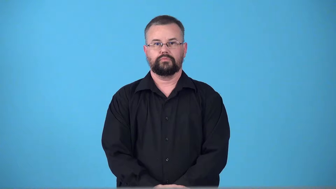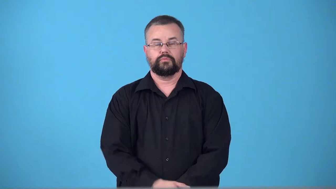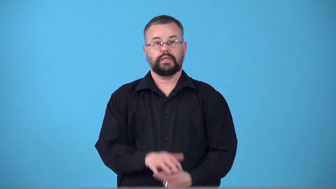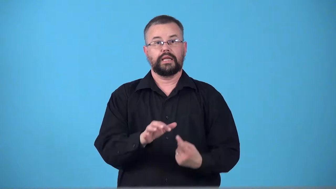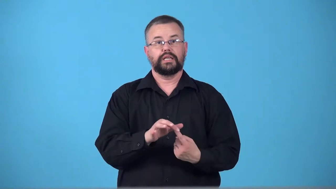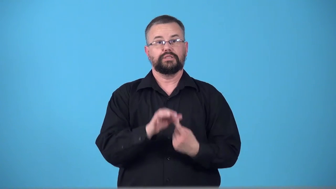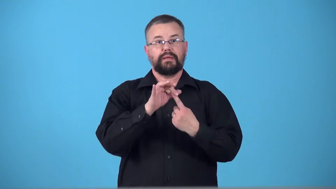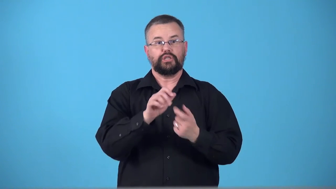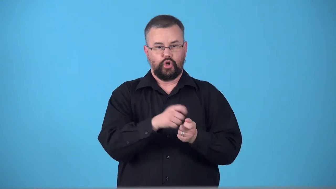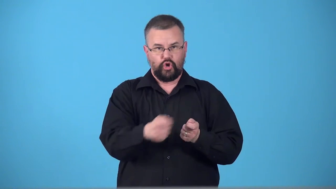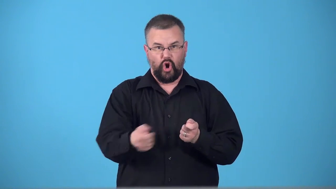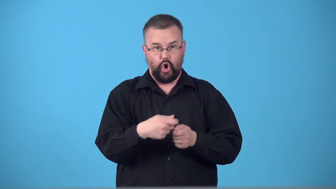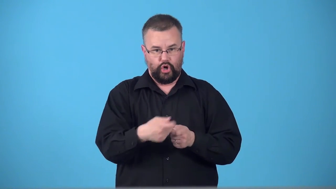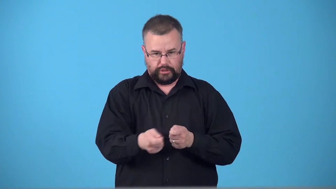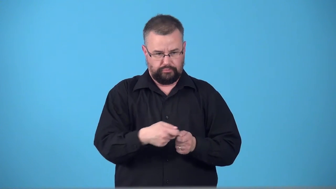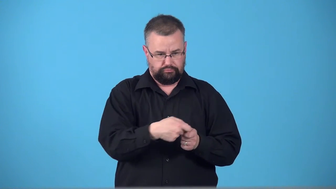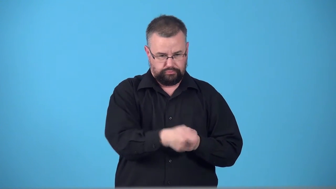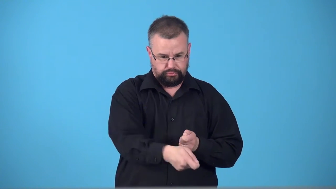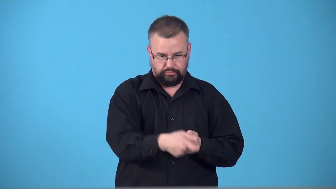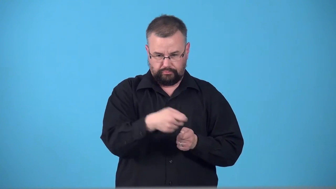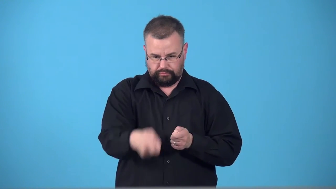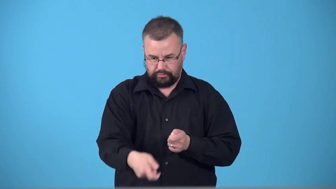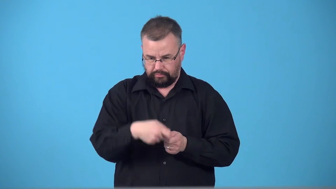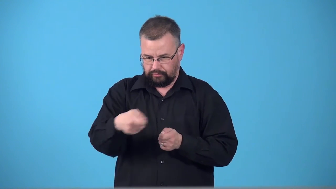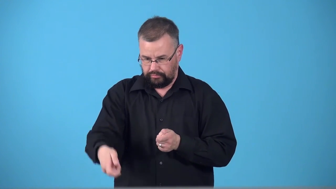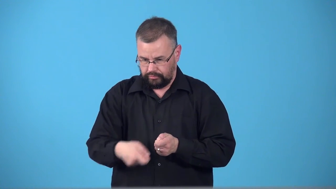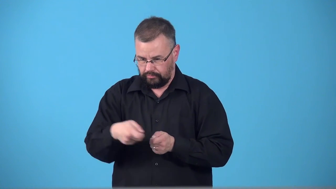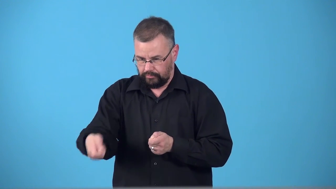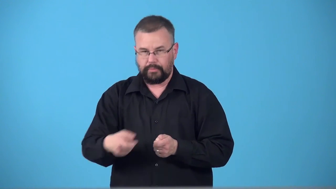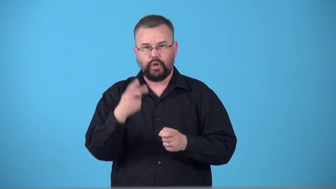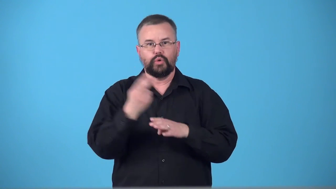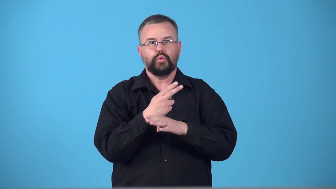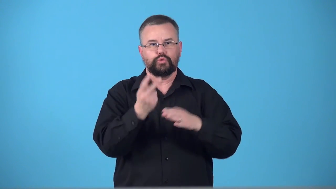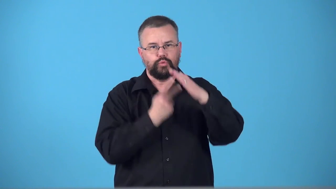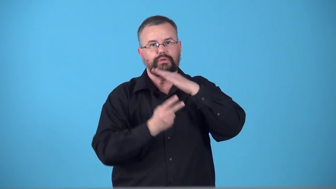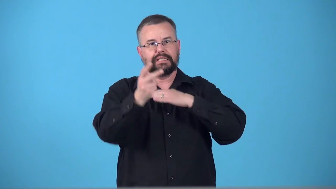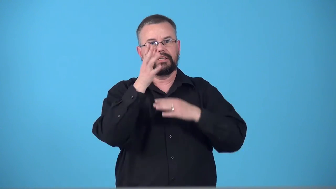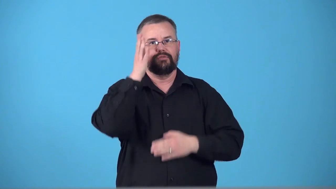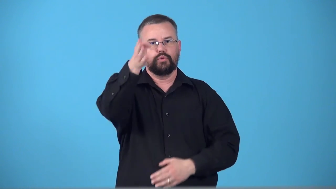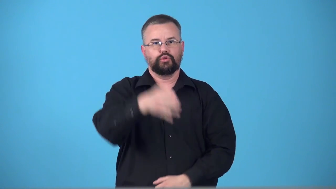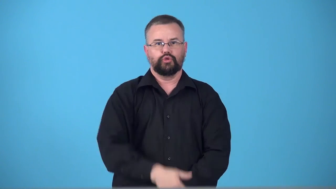tarot